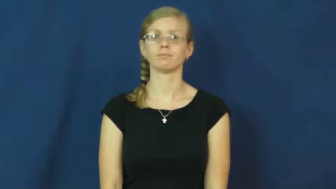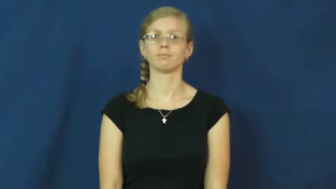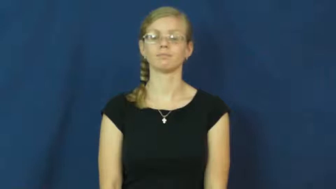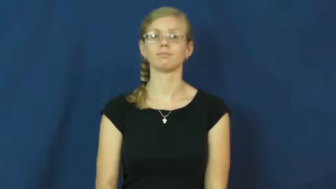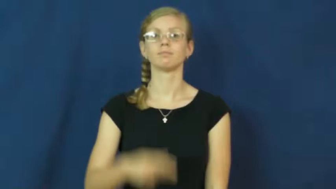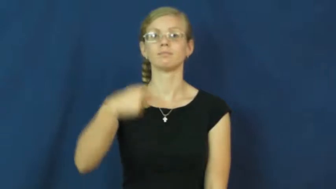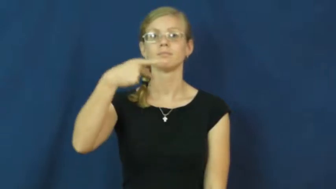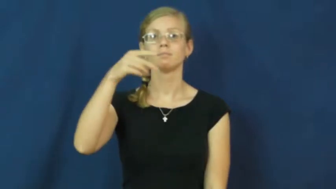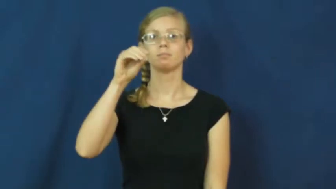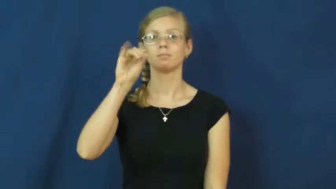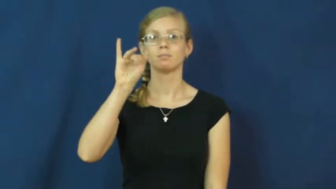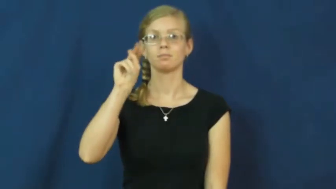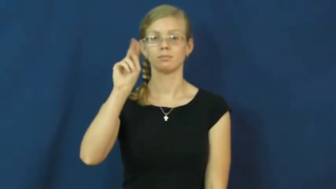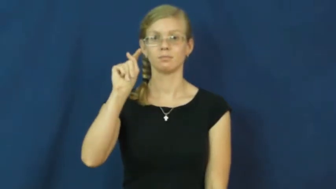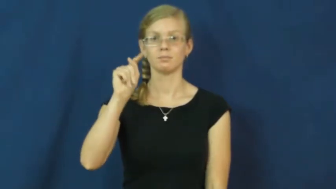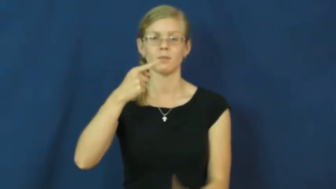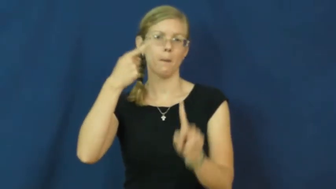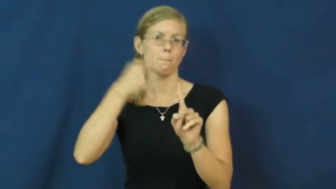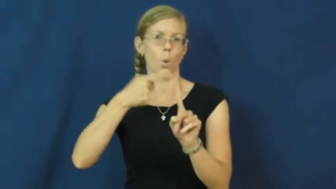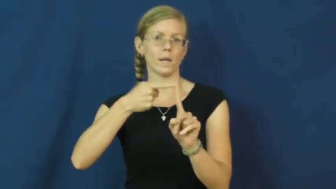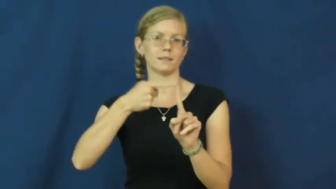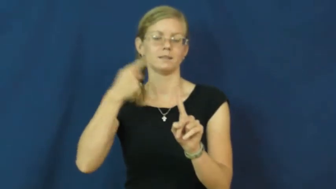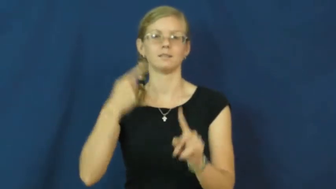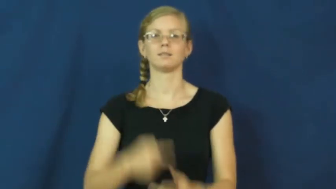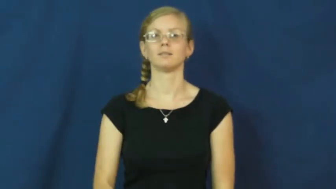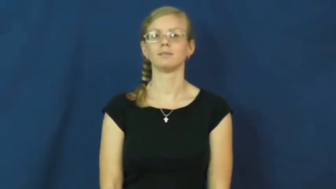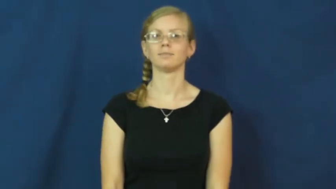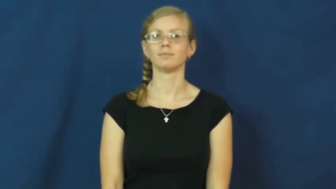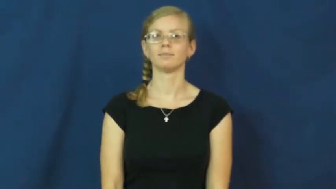point-score